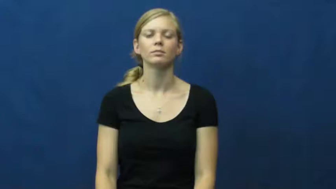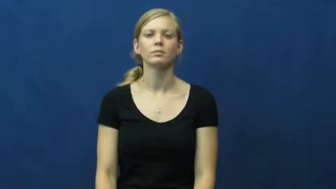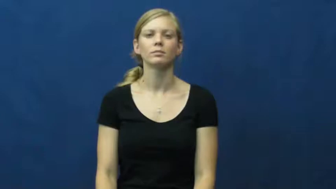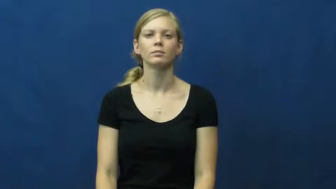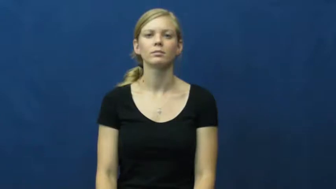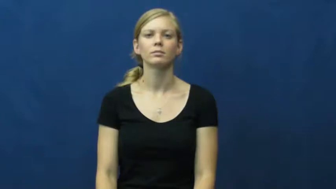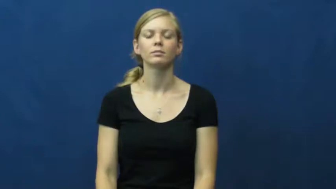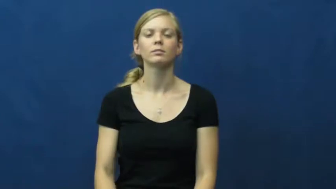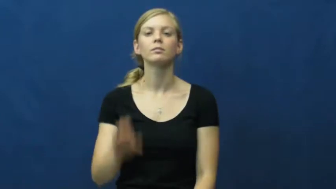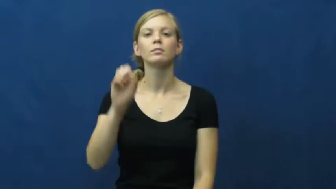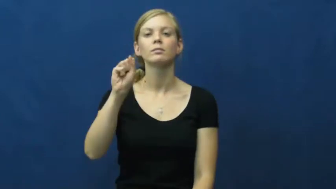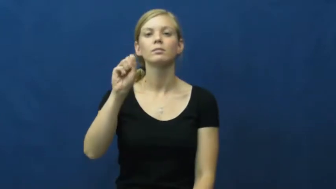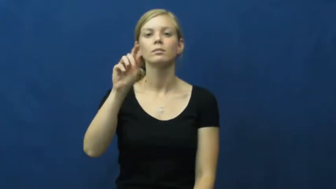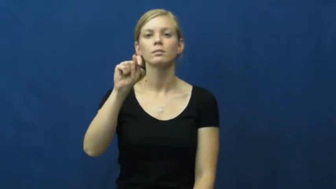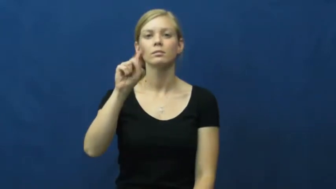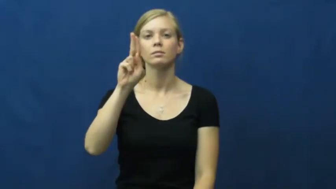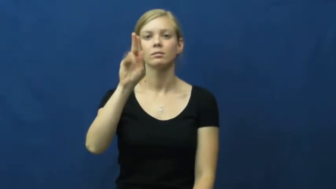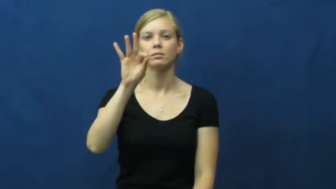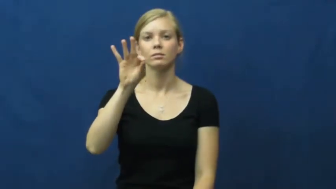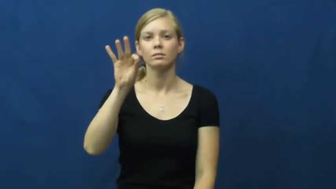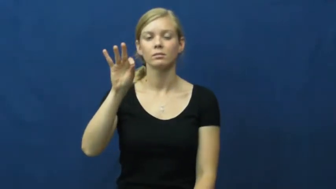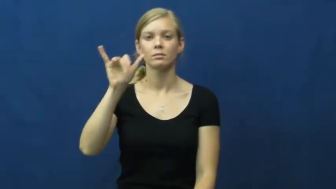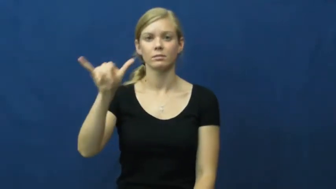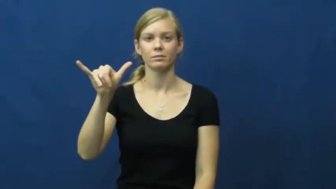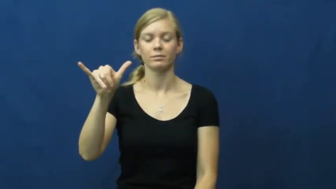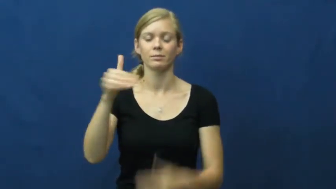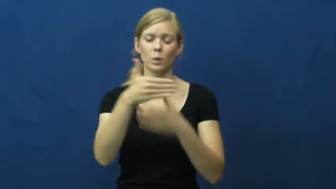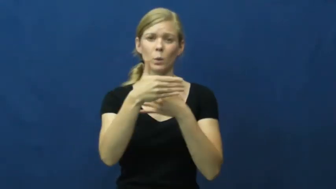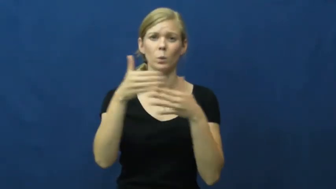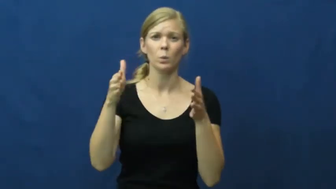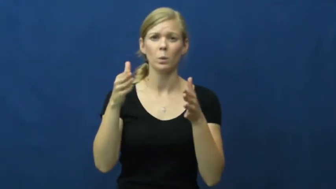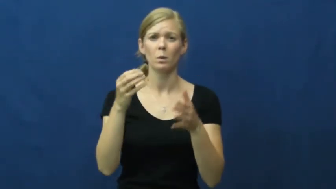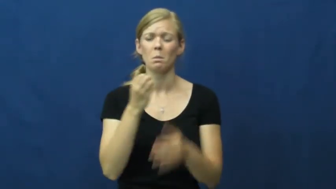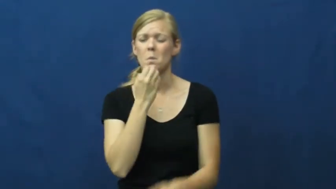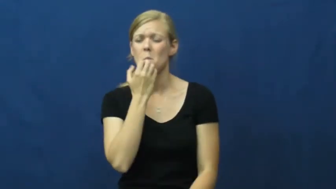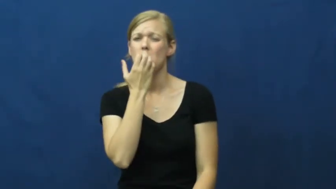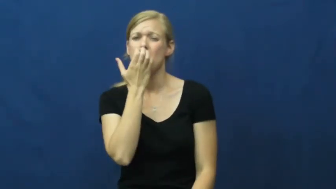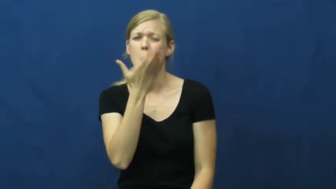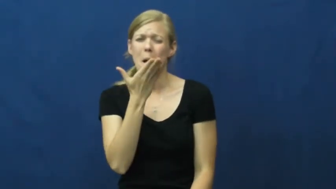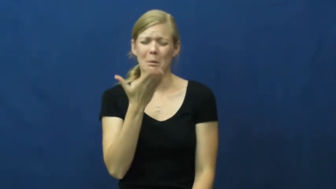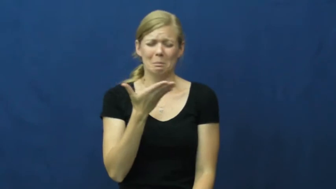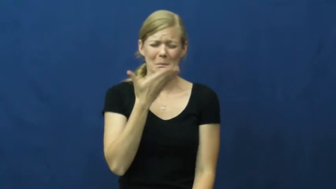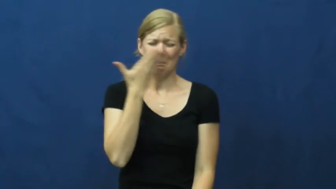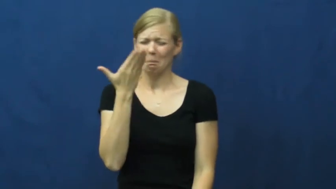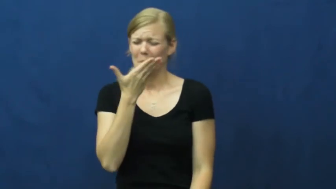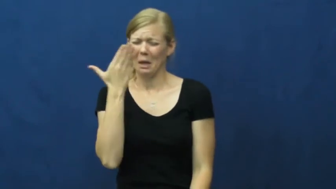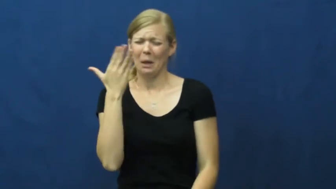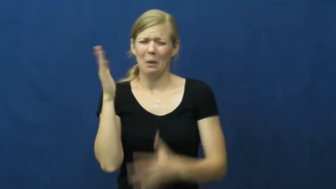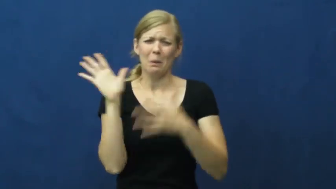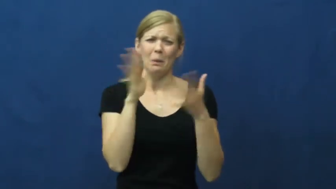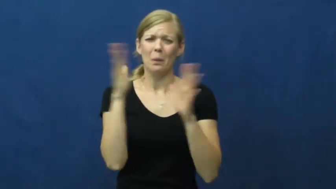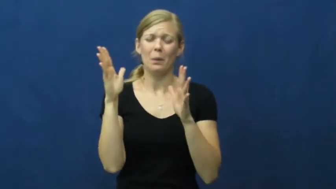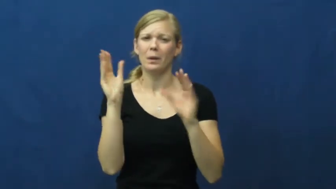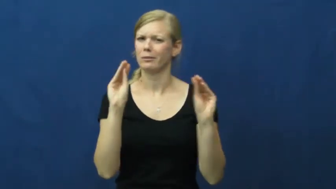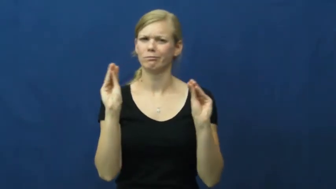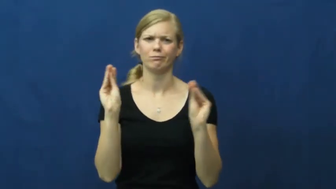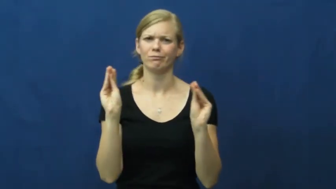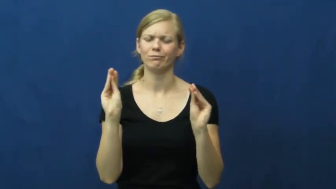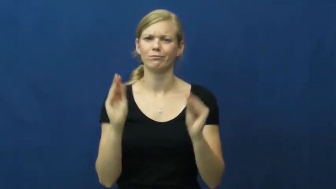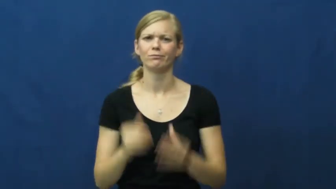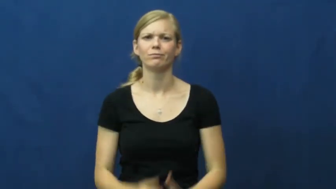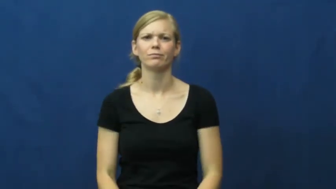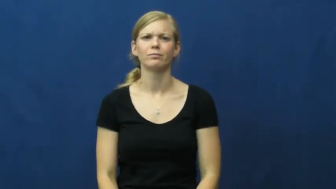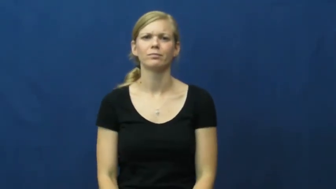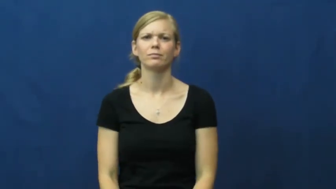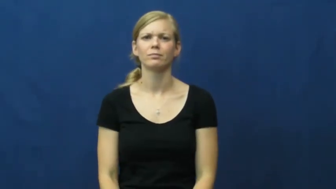stuffy,frowsty,fuggy,close-air